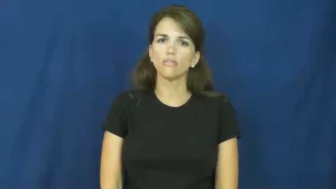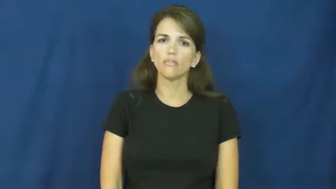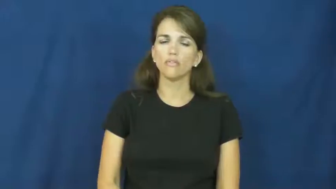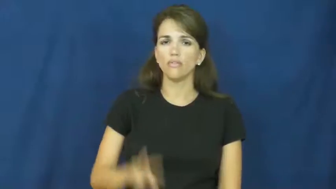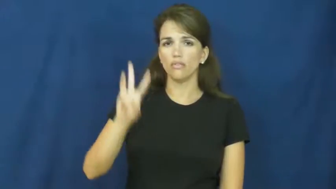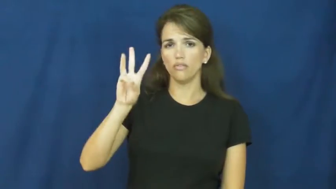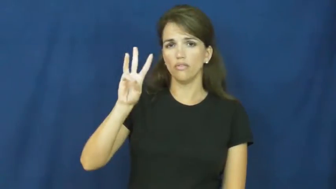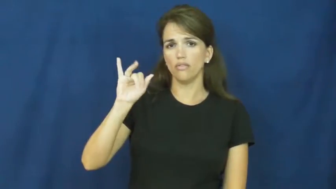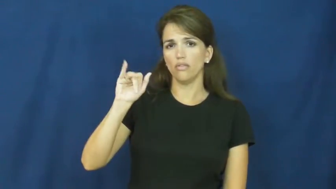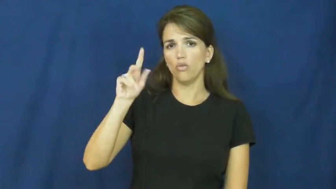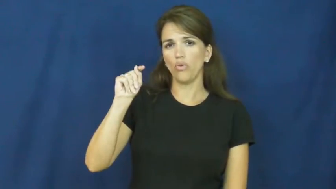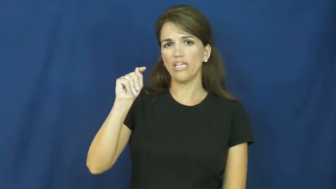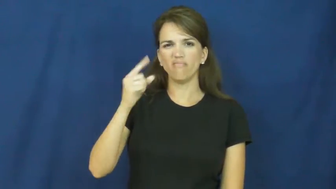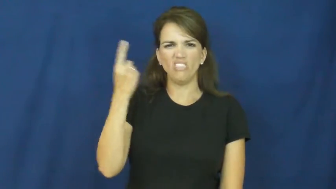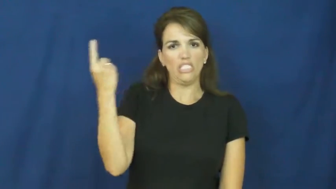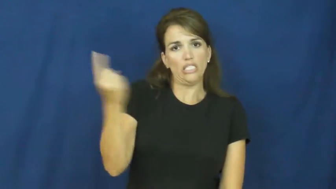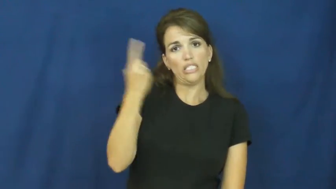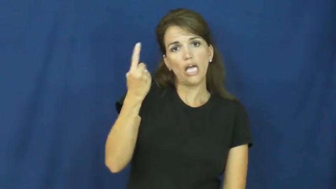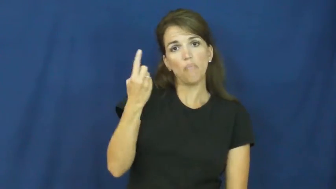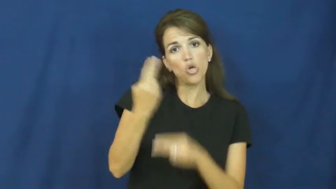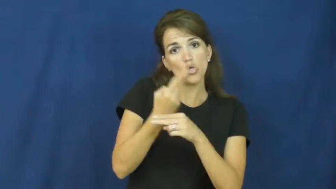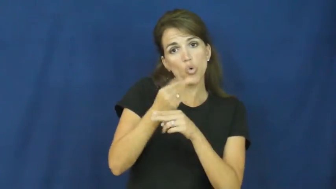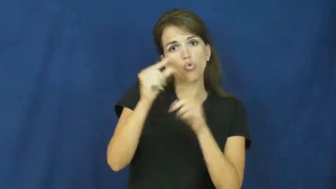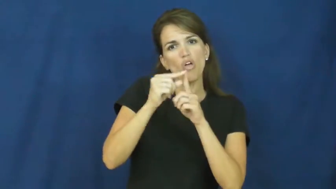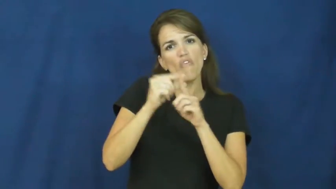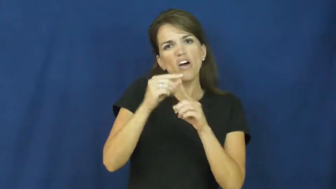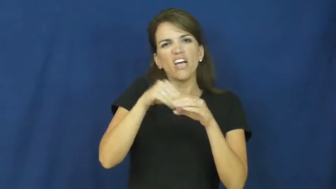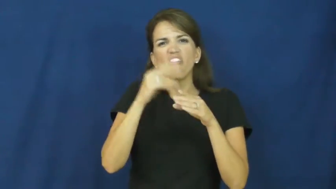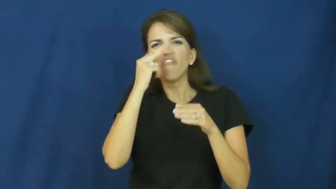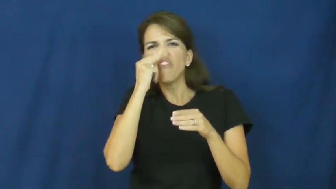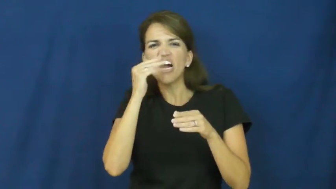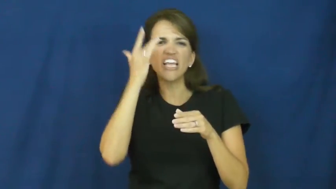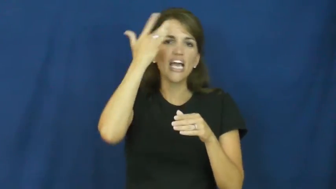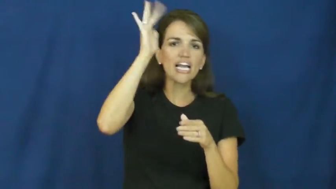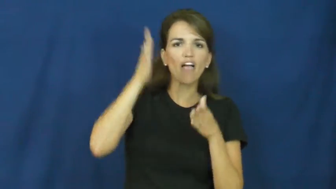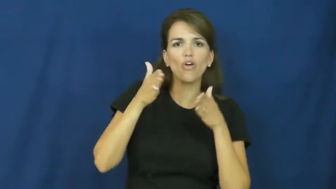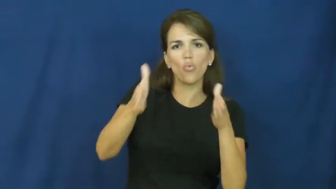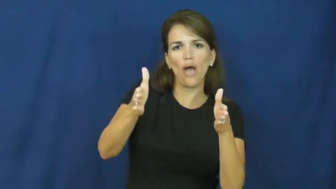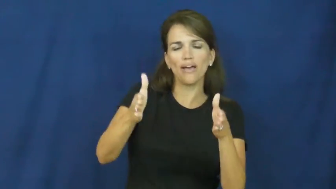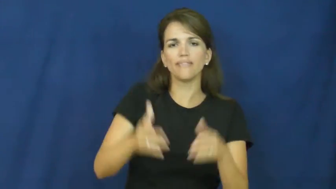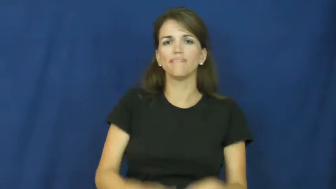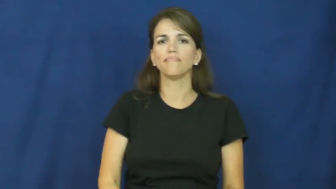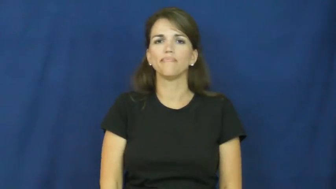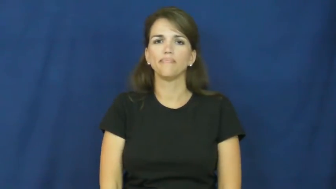wit